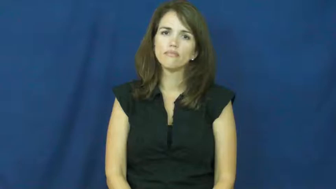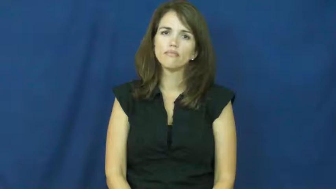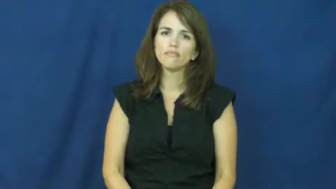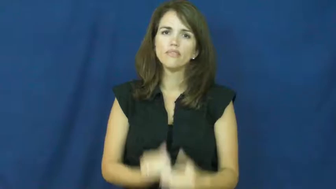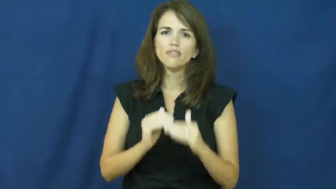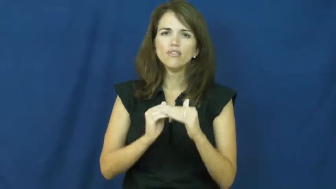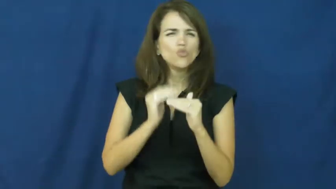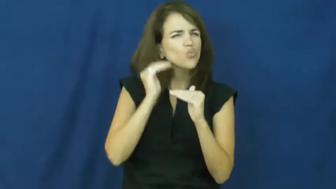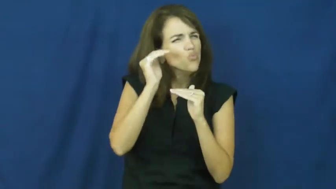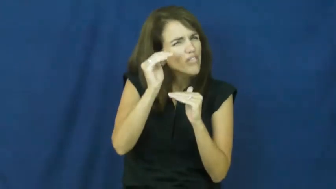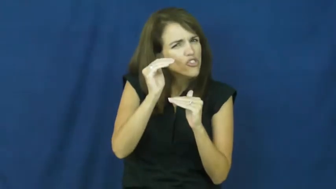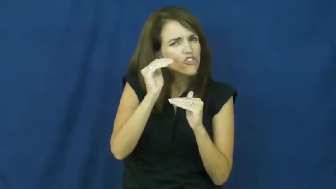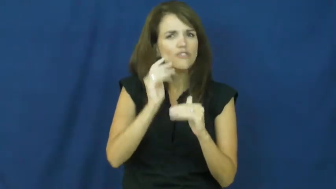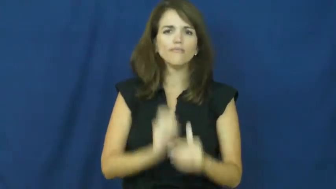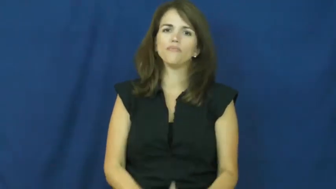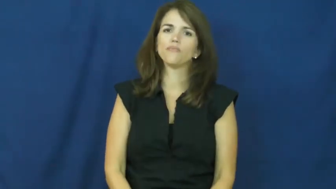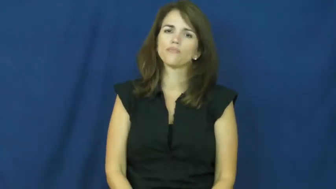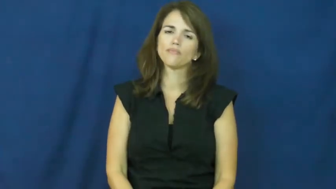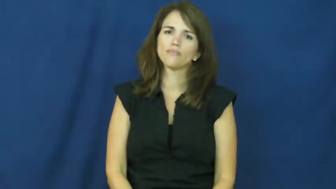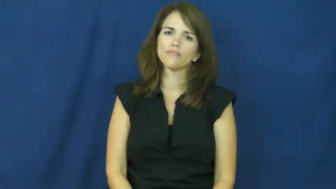a bit much